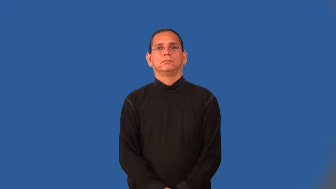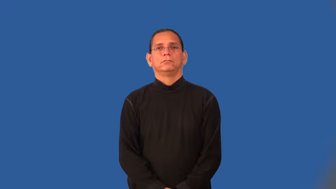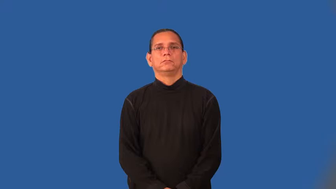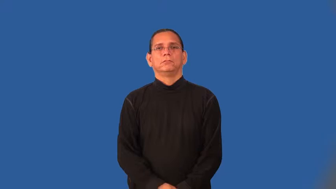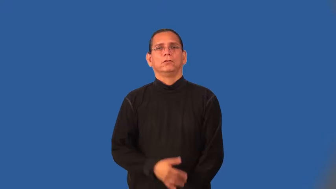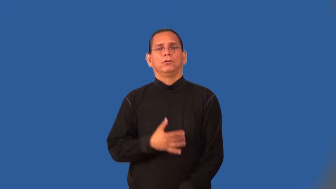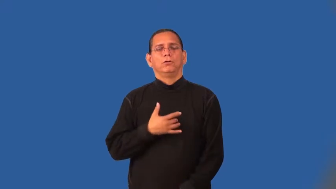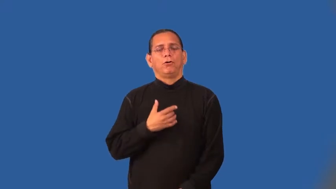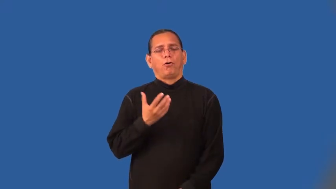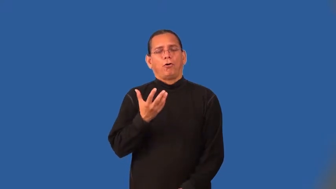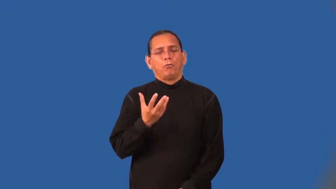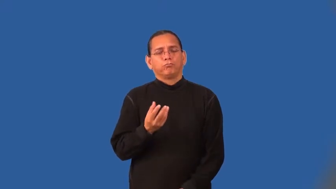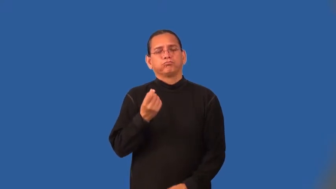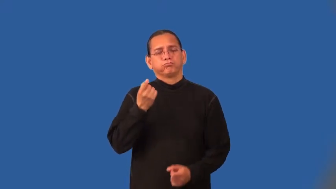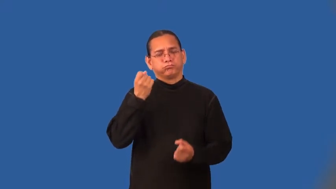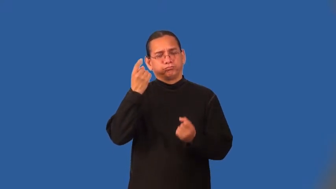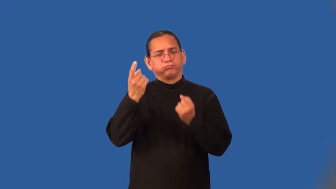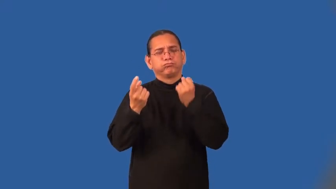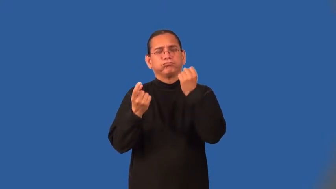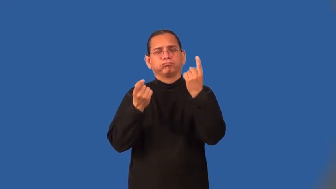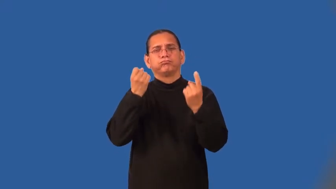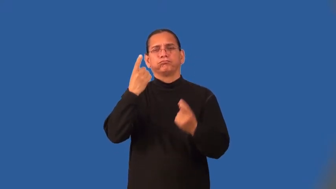understanding-compassionate